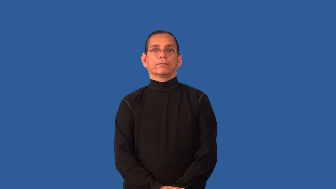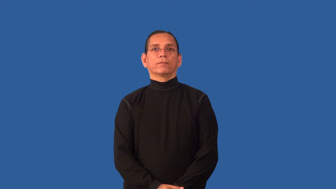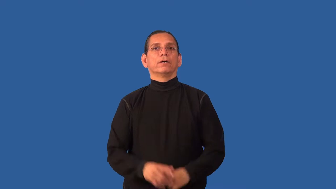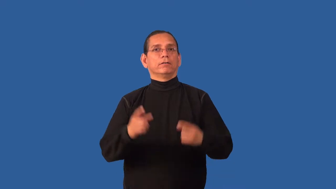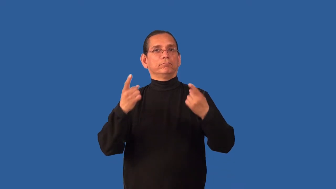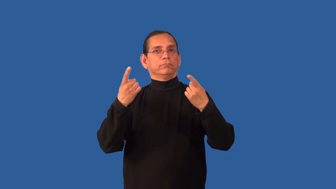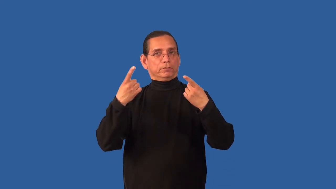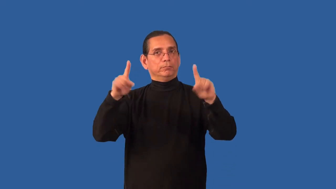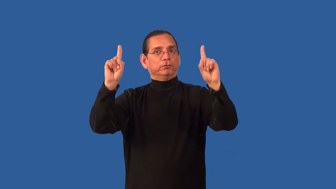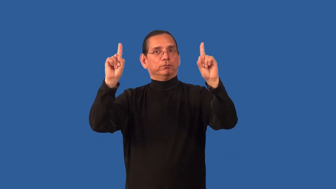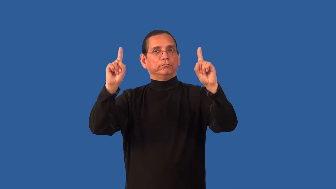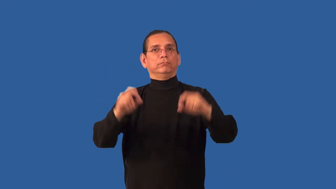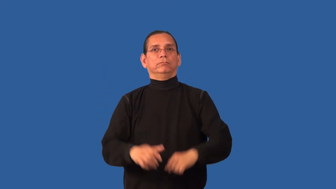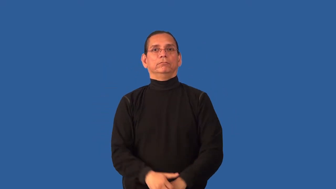breakthrough-accomplishment